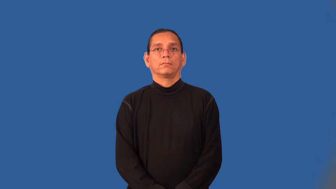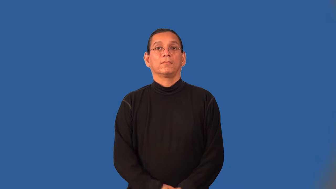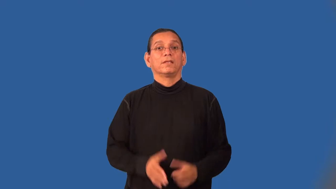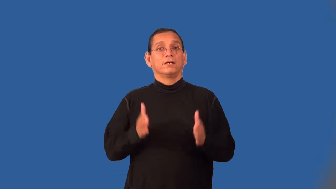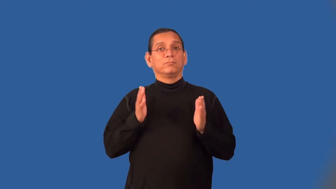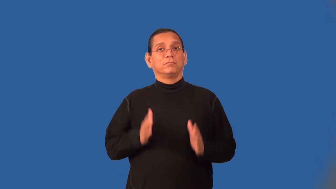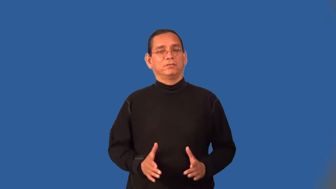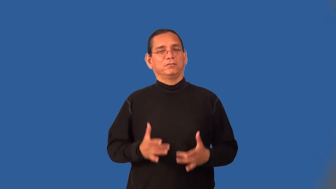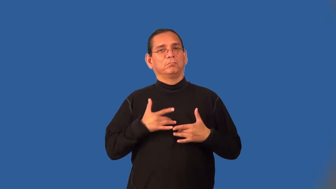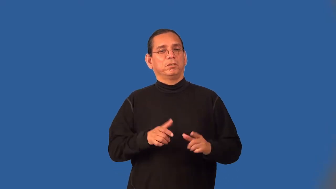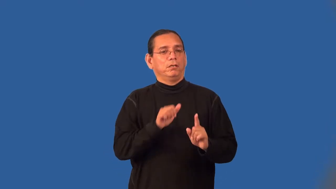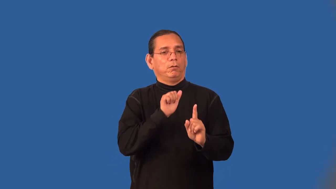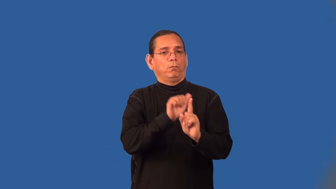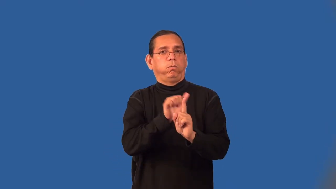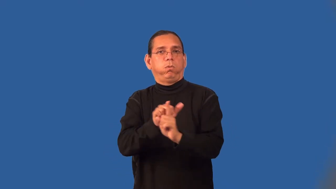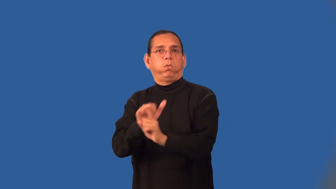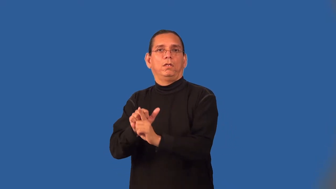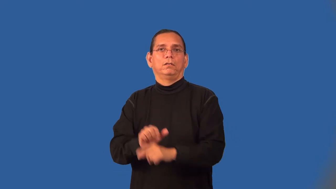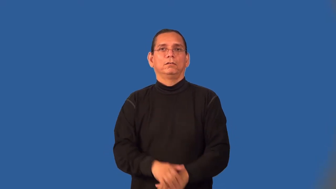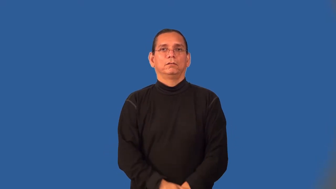hoaxer